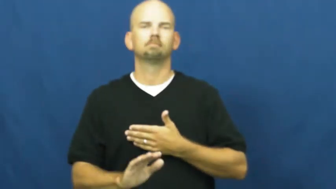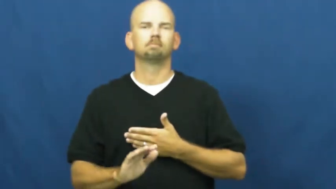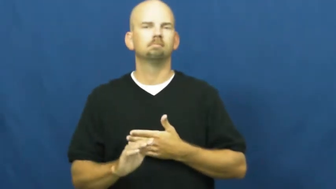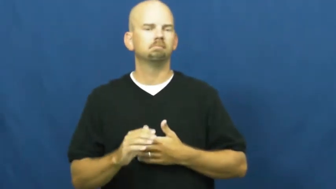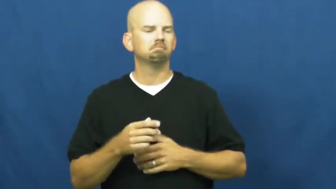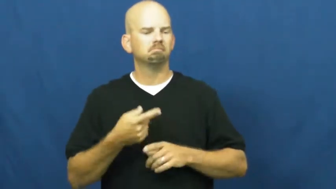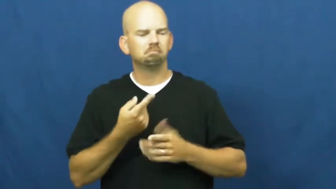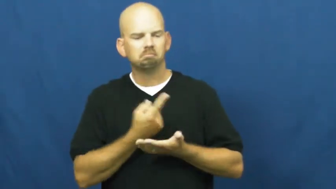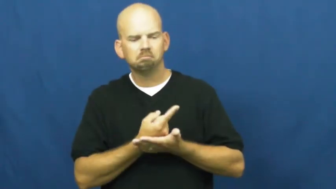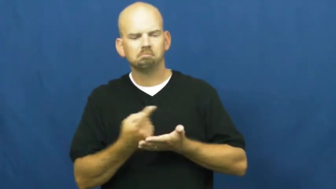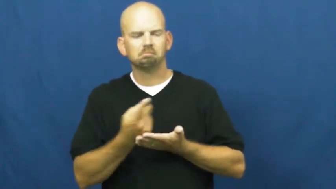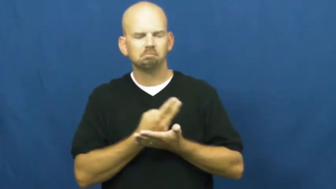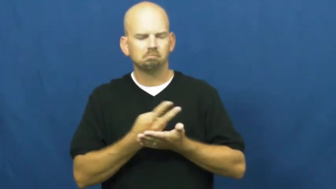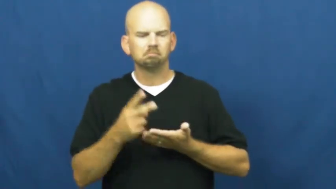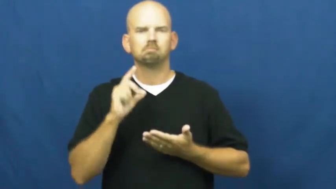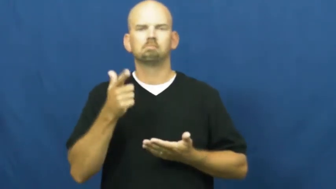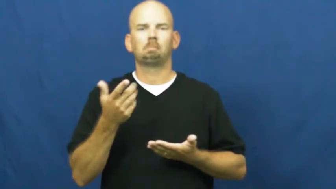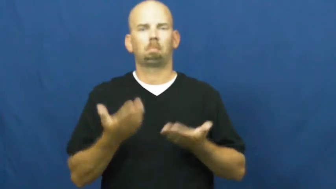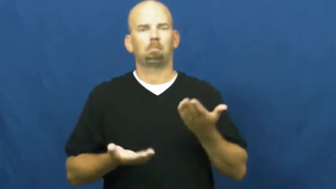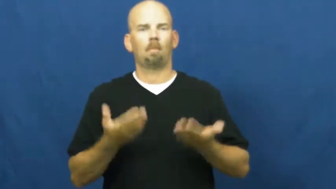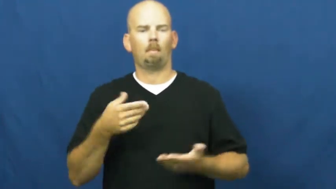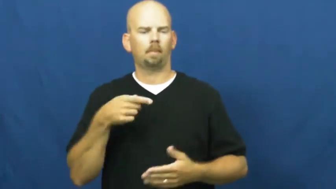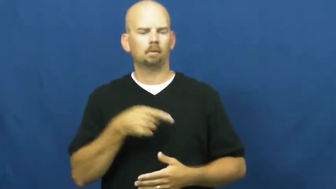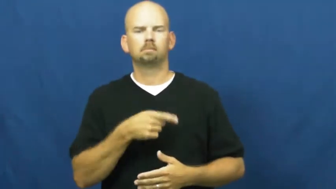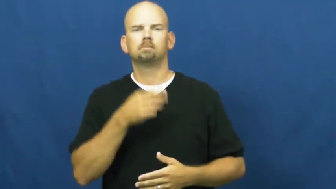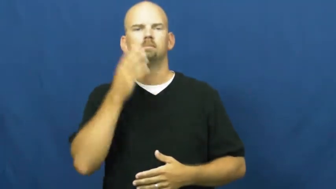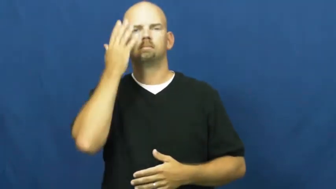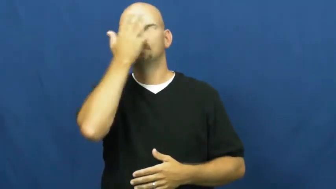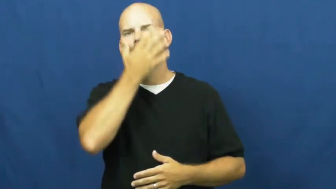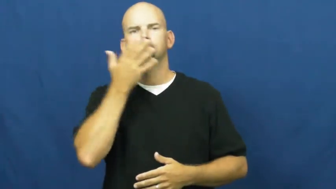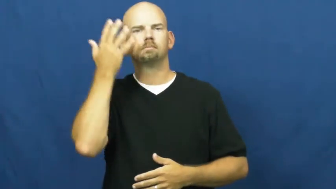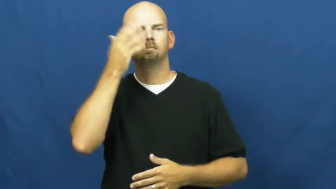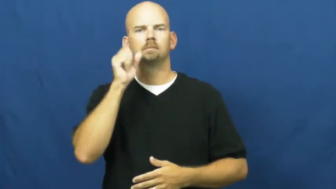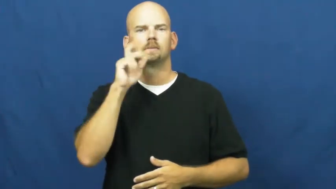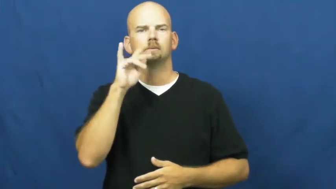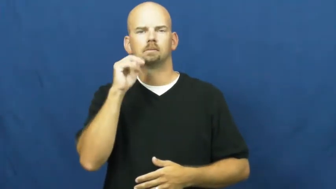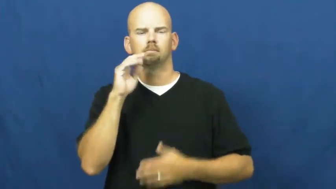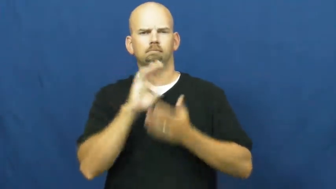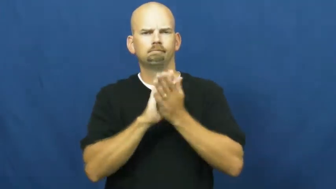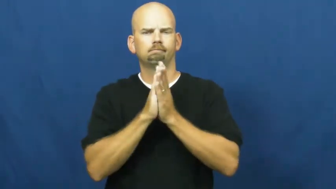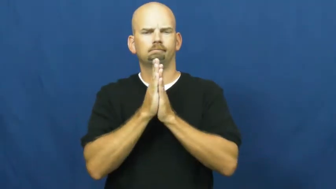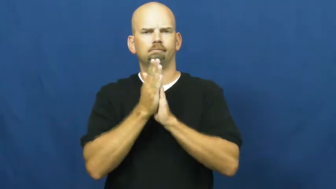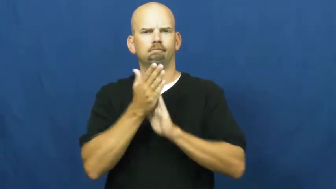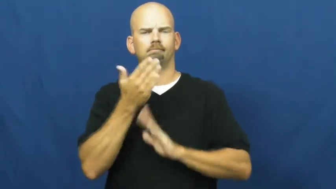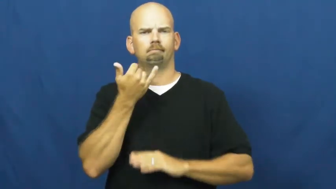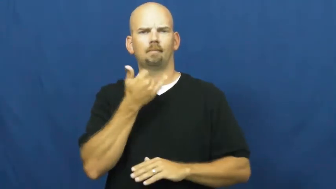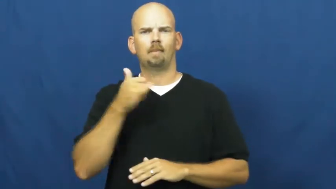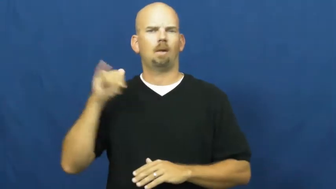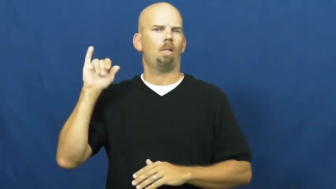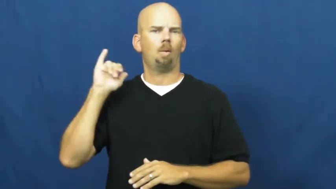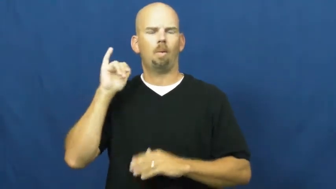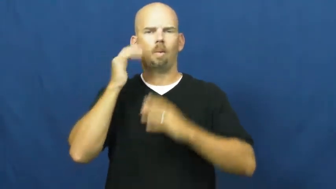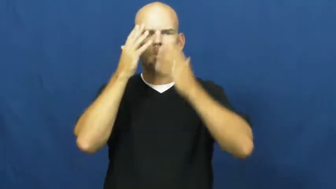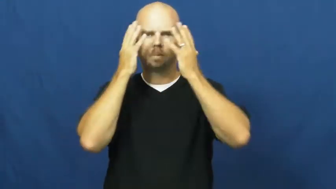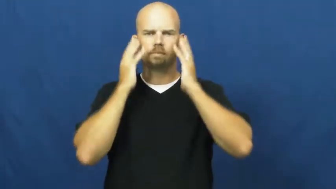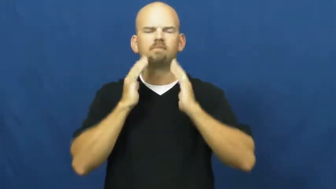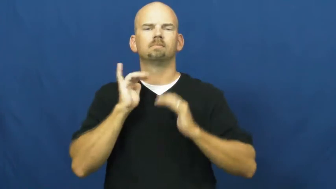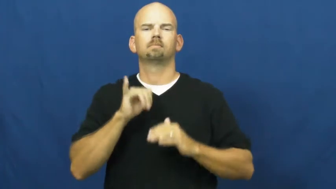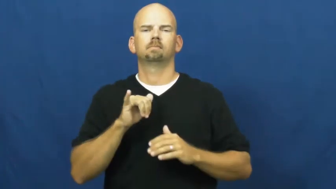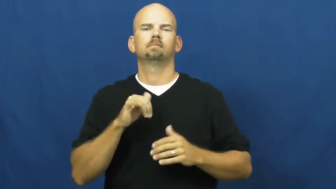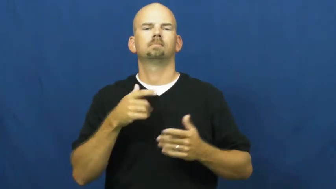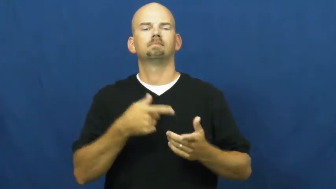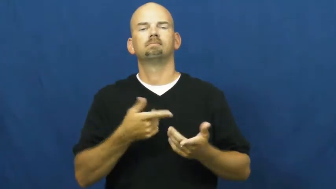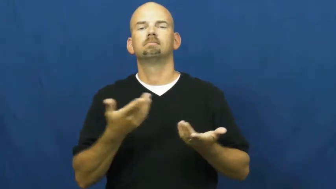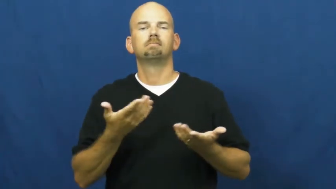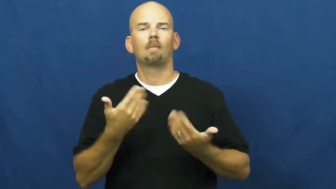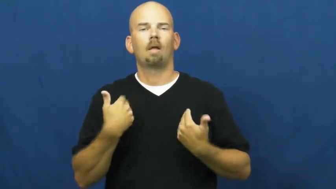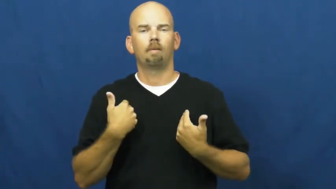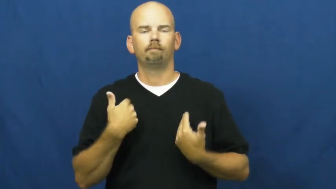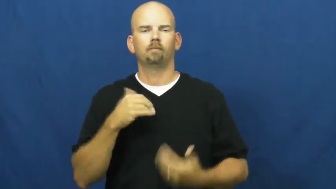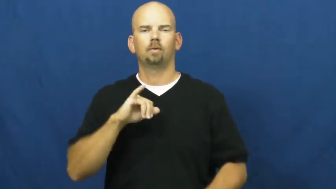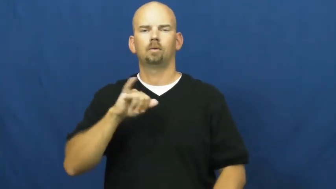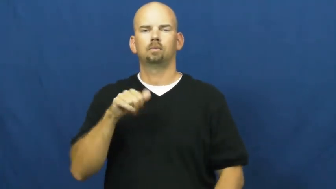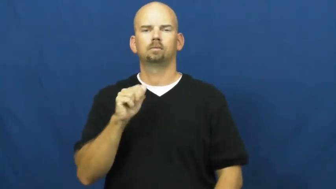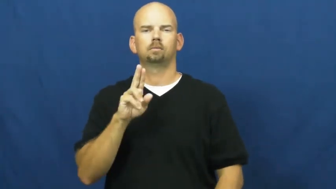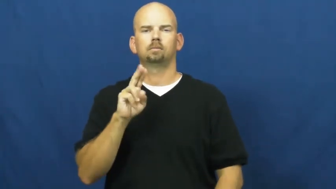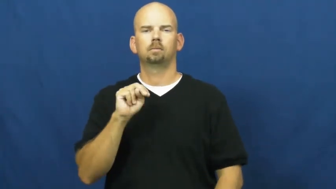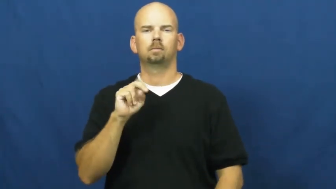jaundice